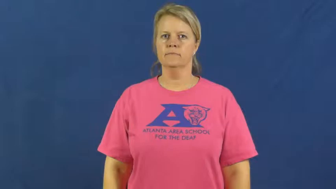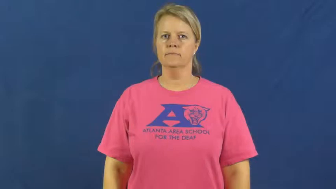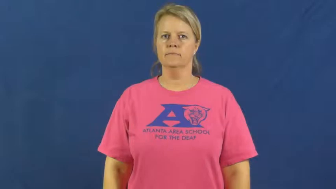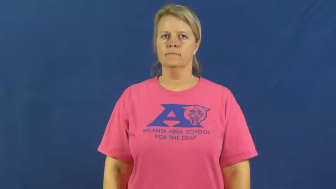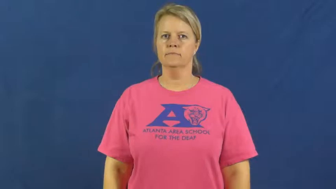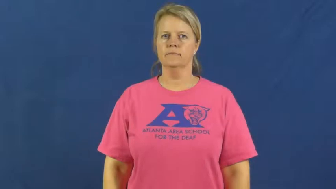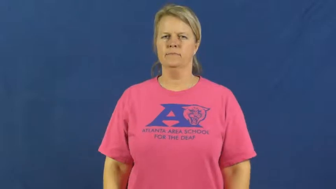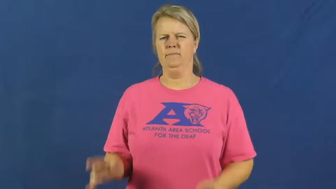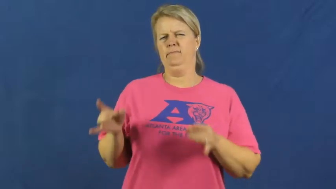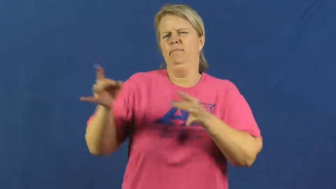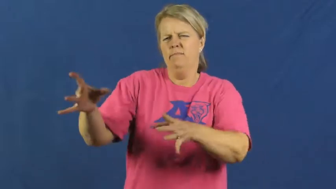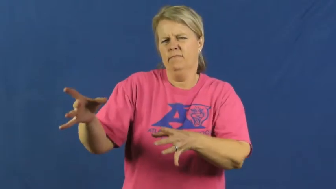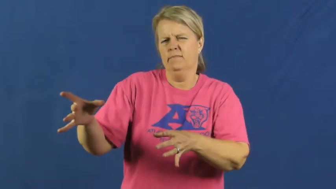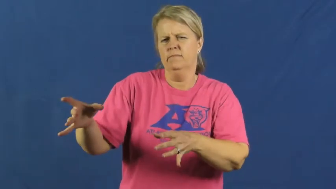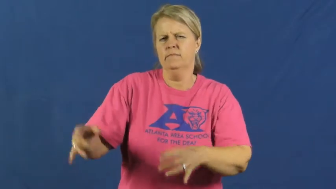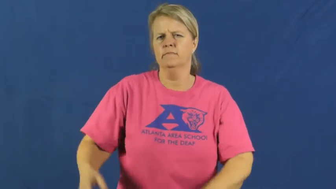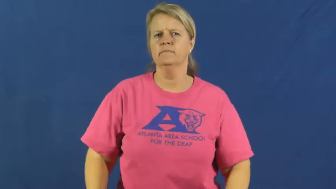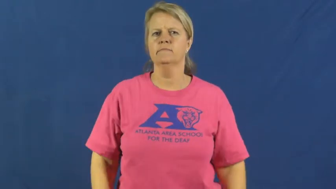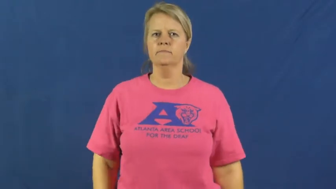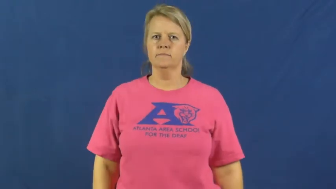despise,abominate